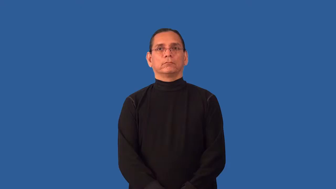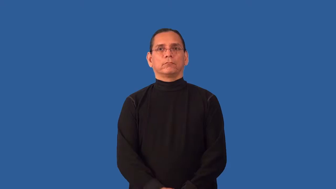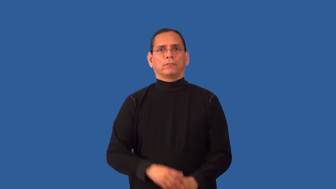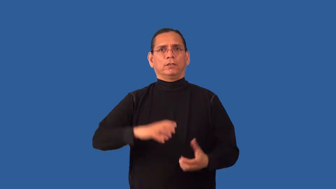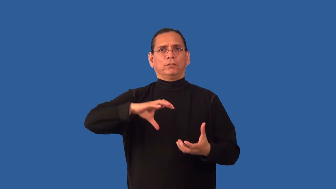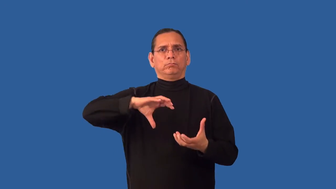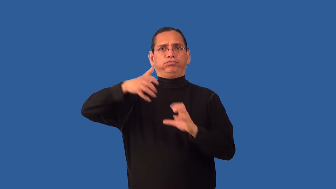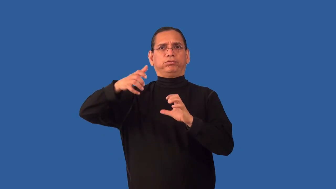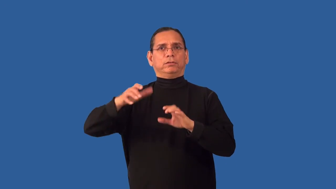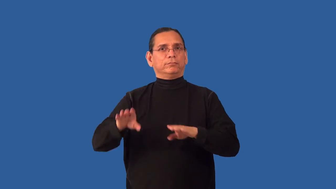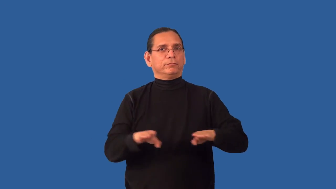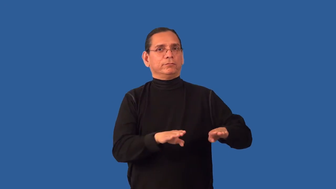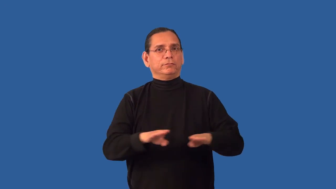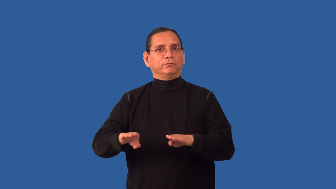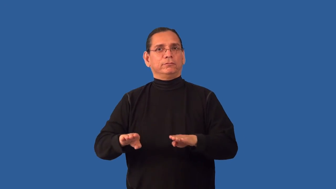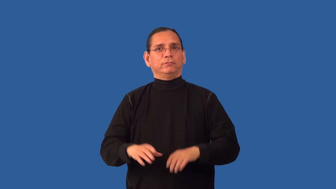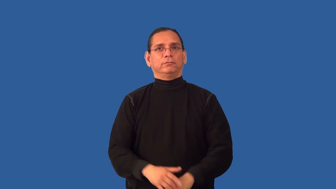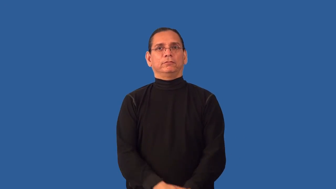instability,unstable